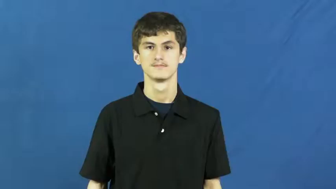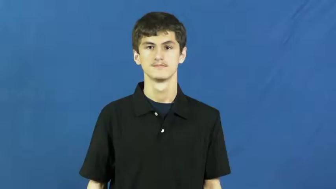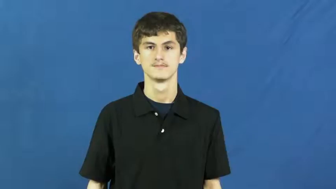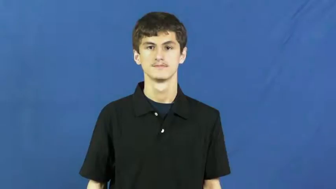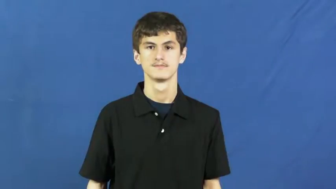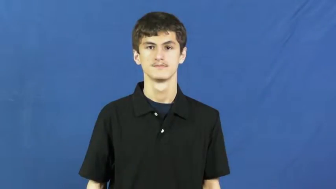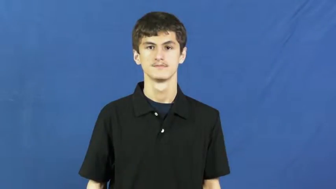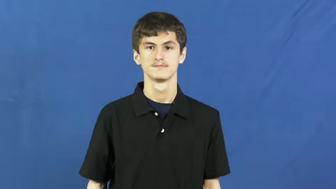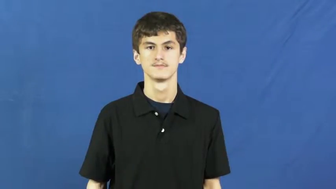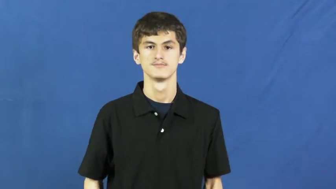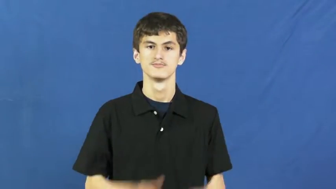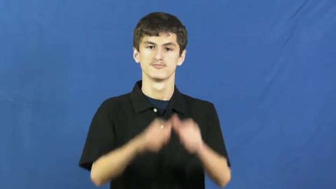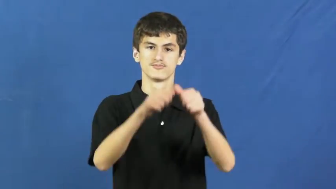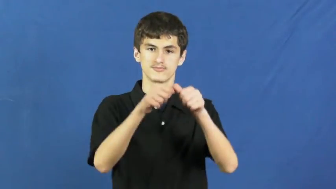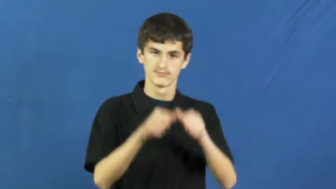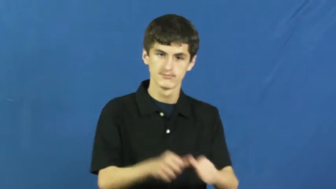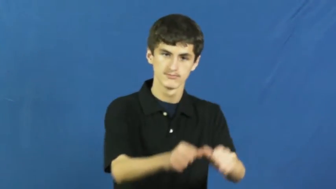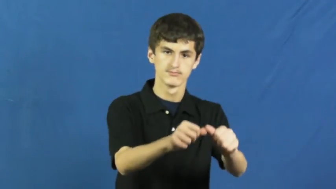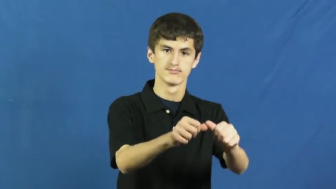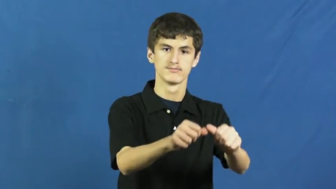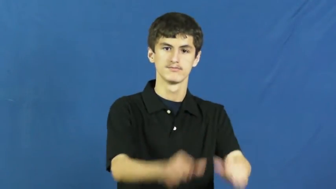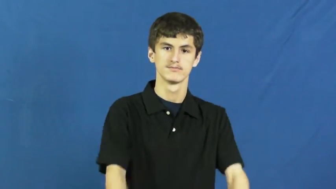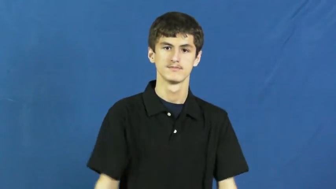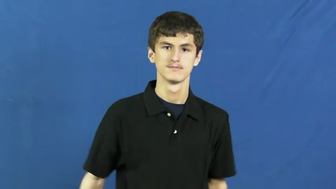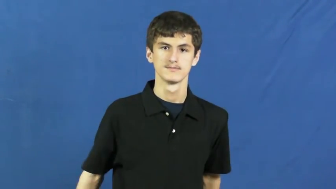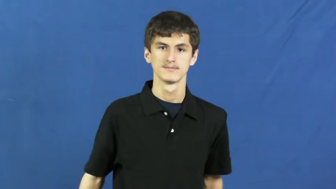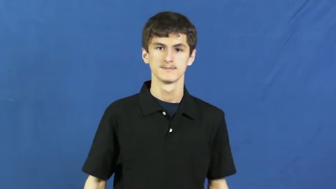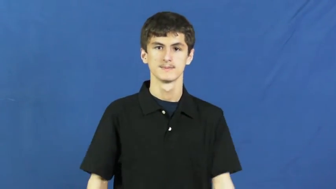continue,carry on,keep at,keep on,roll on,longstanding,longtime,ongoing